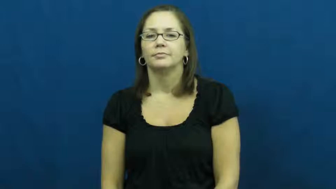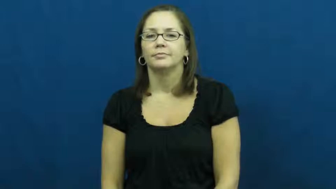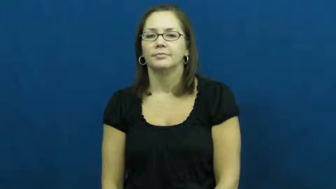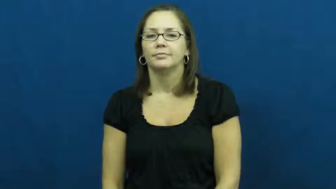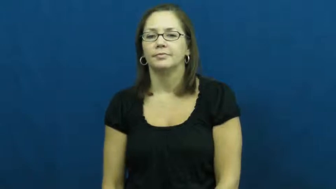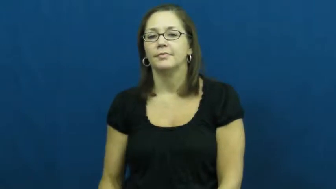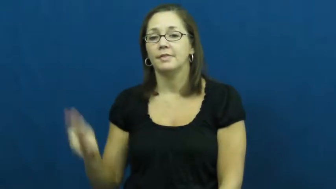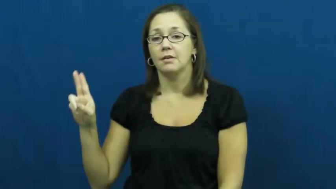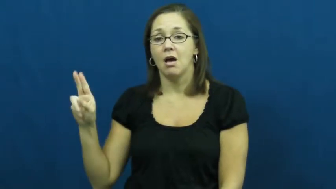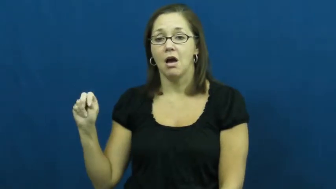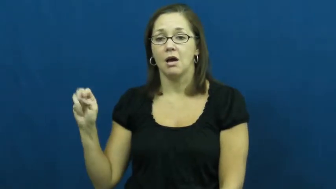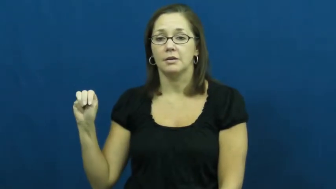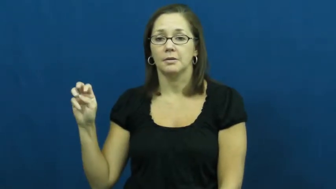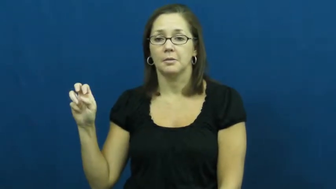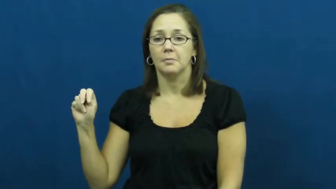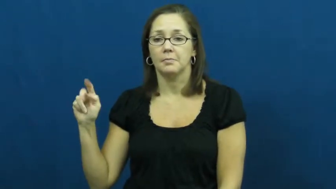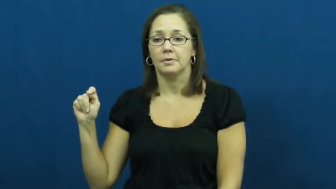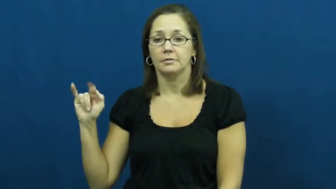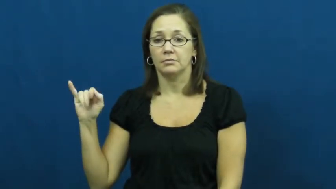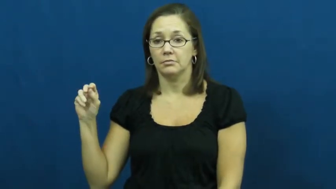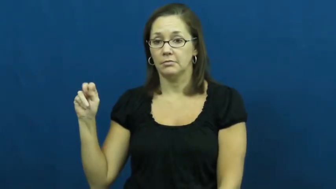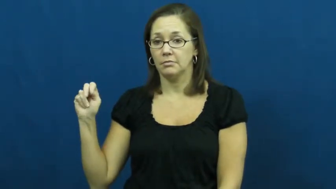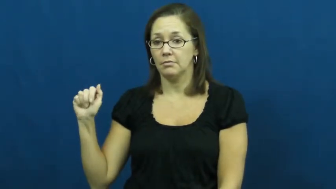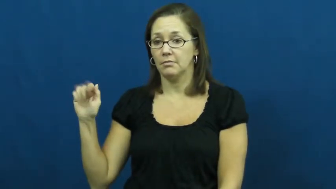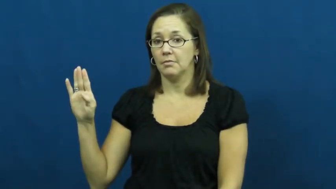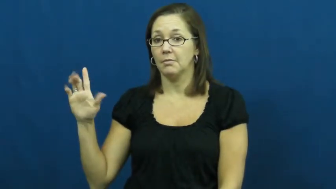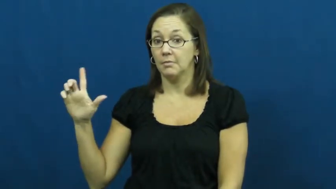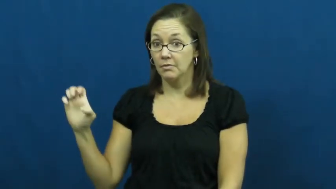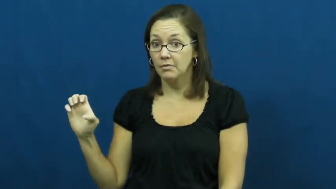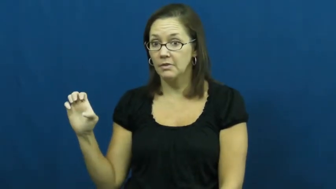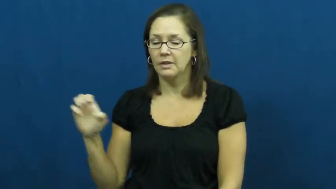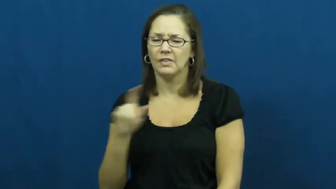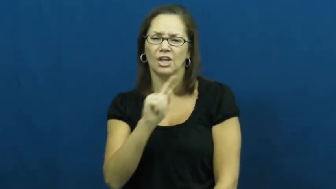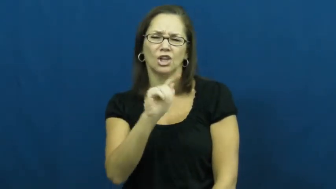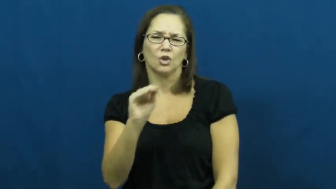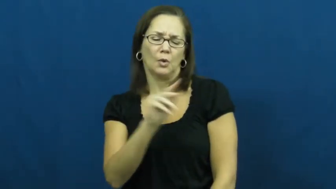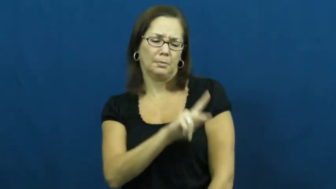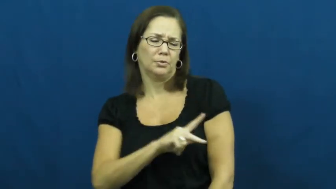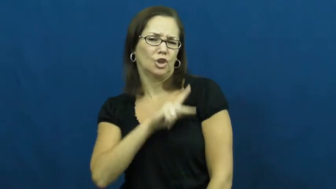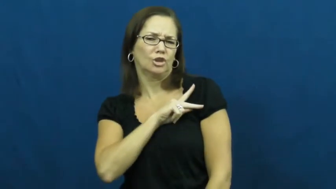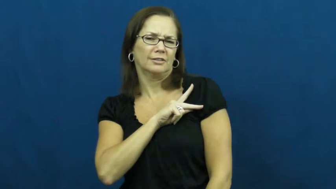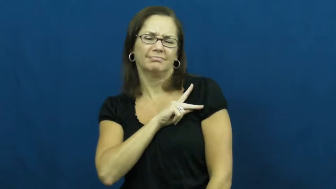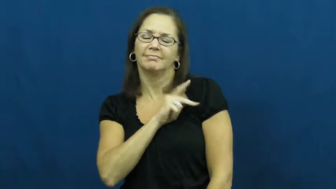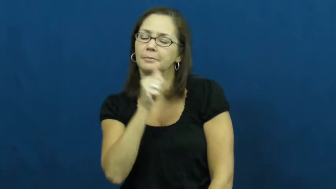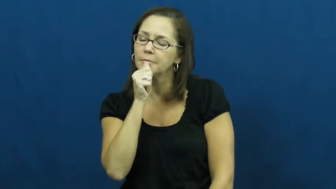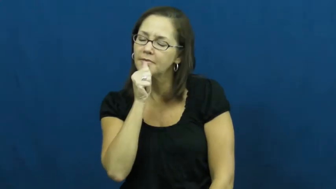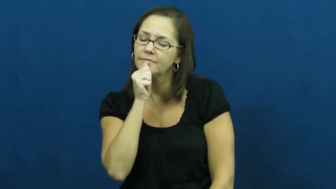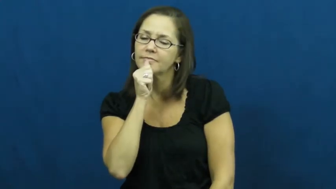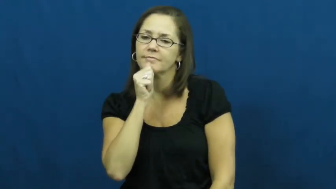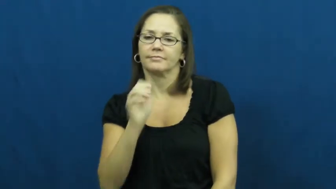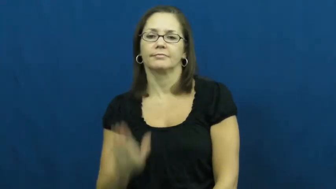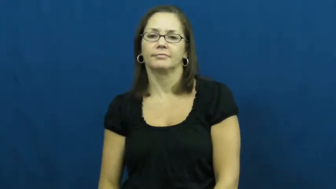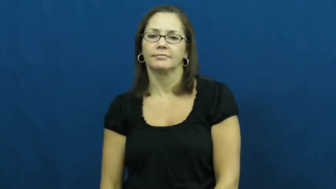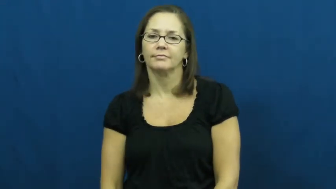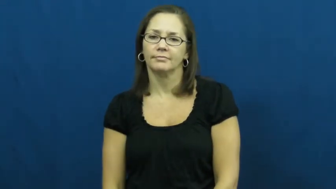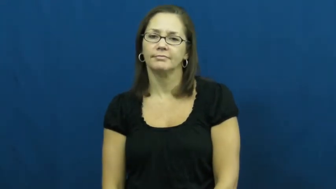unmentionable